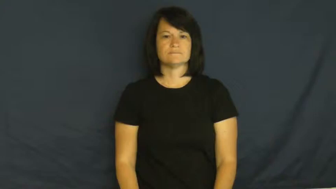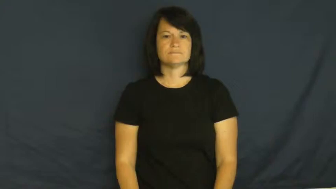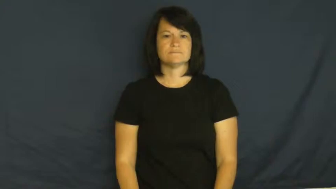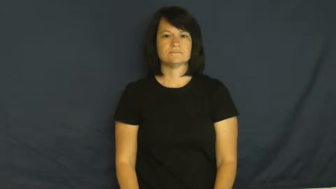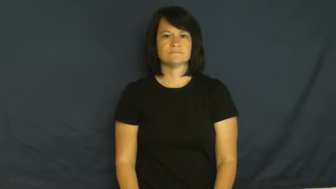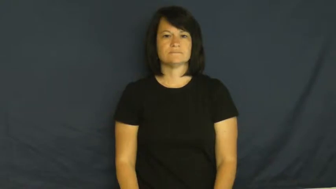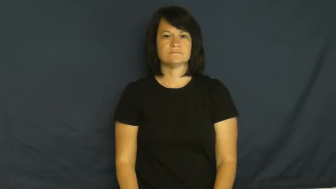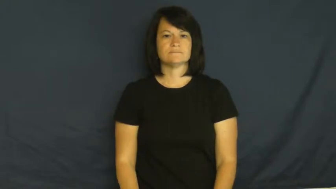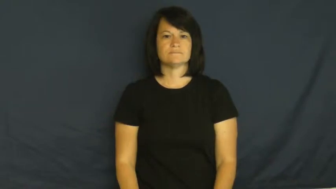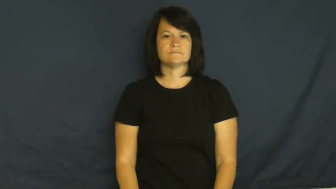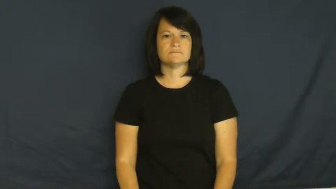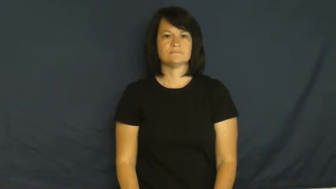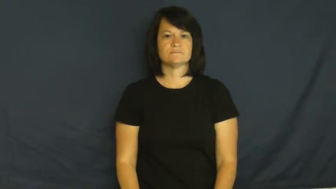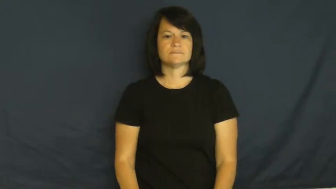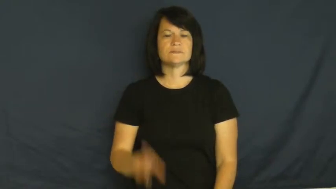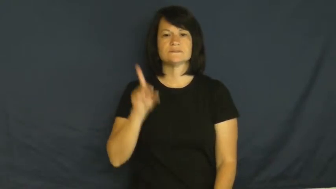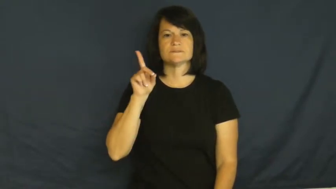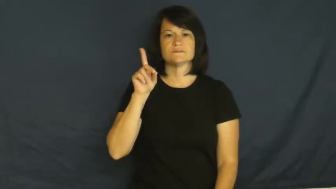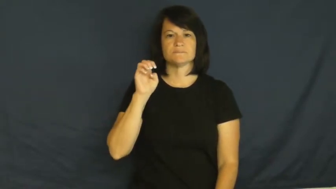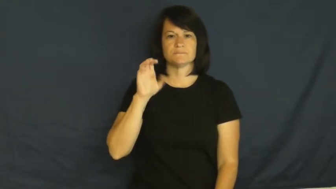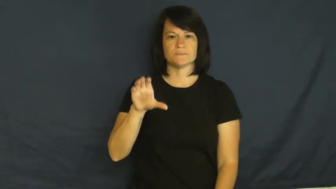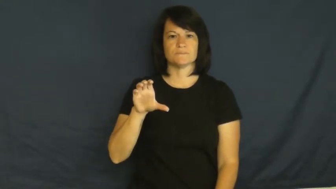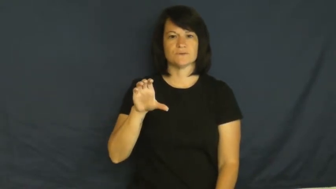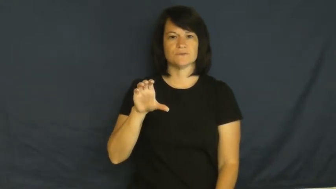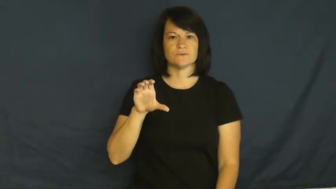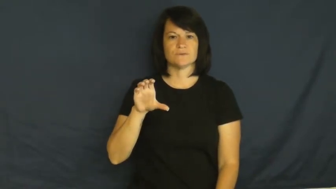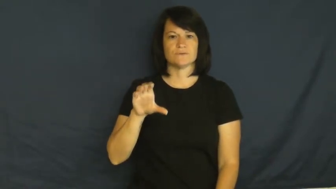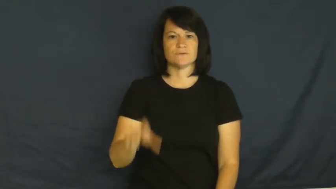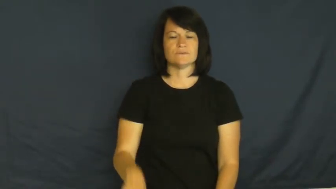December